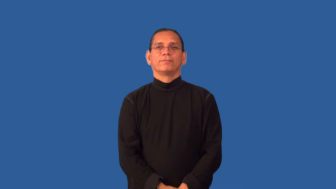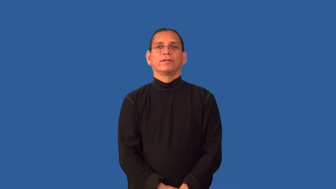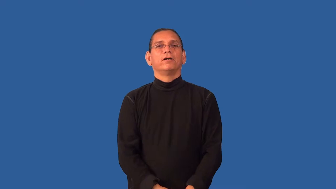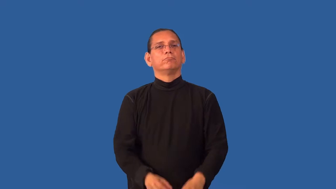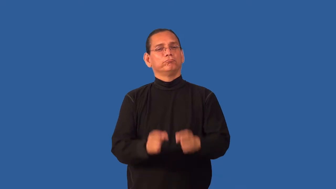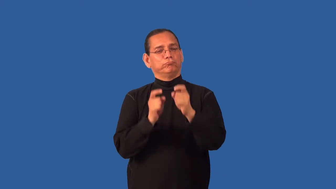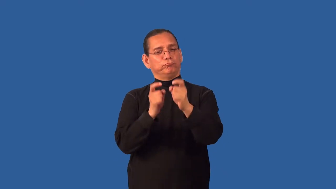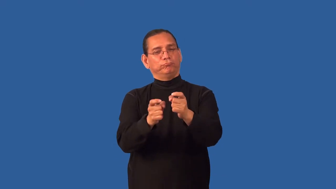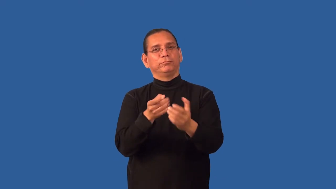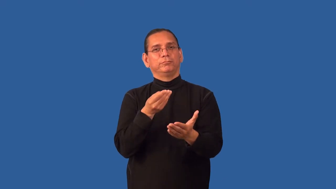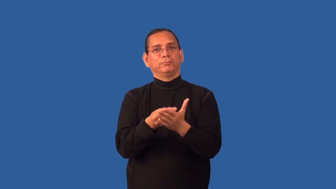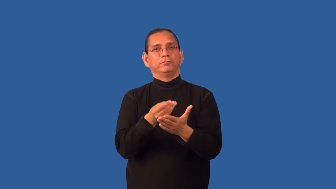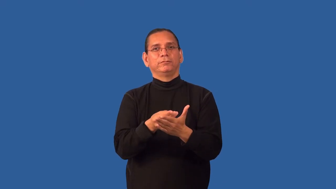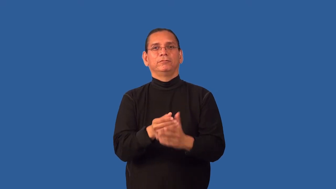grant-money